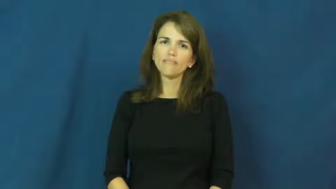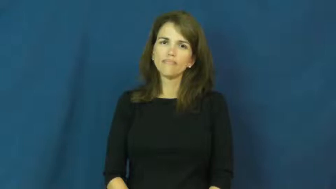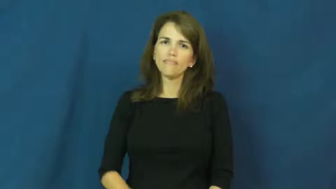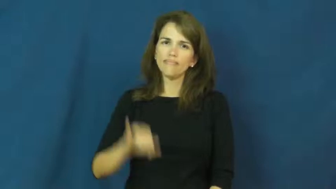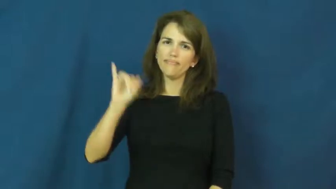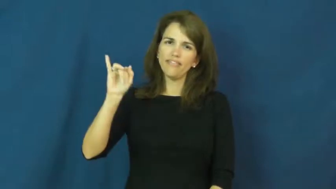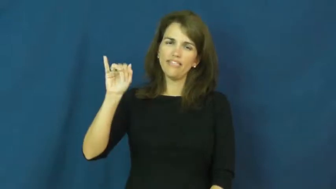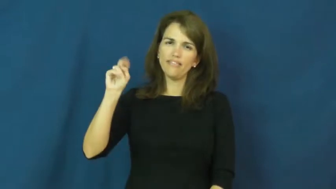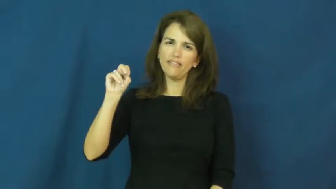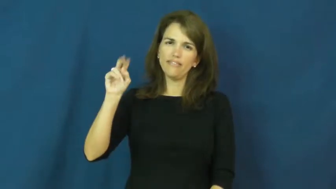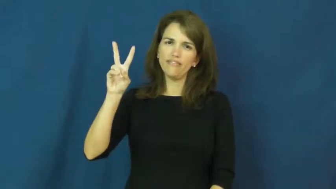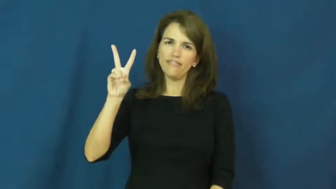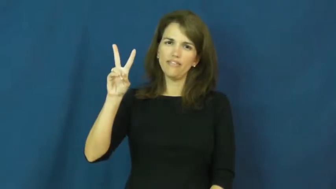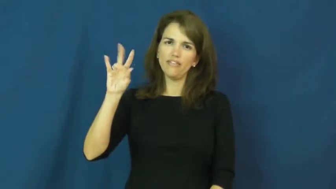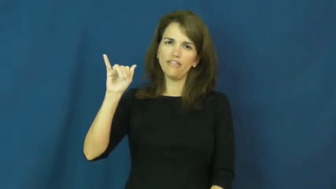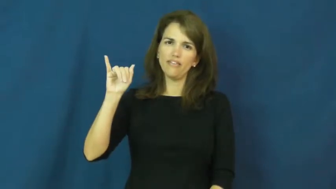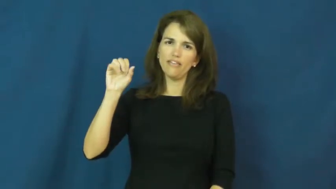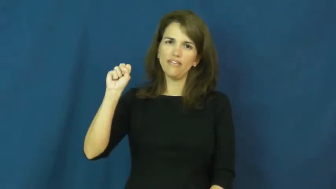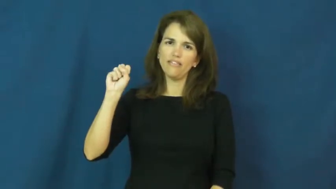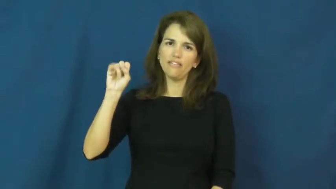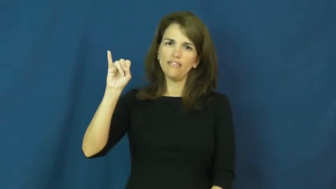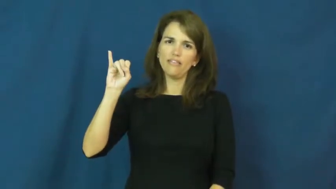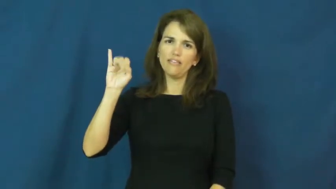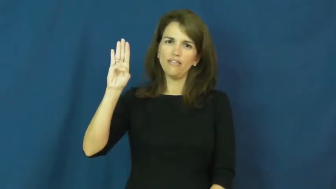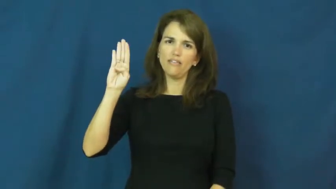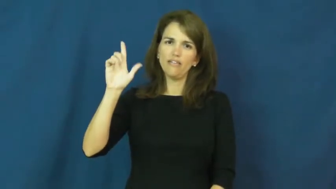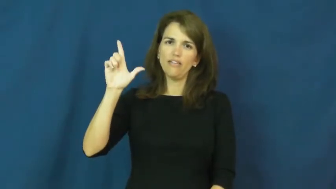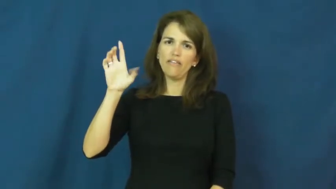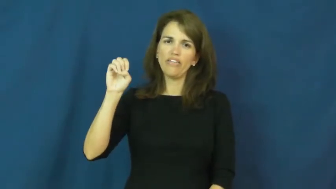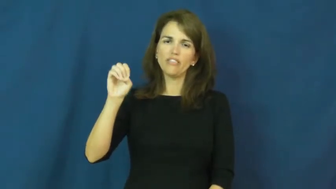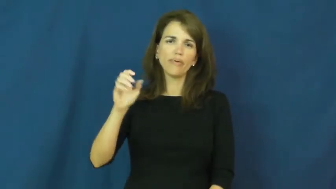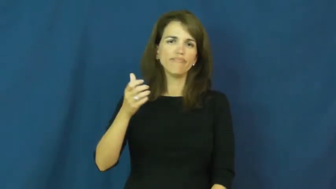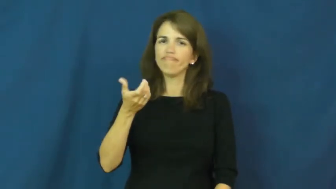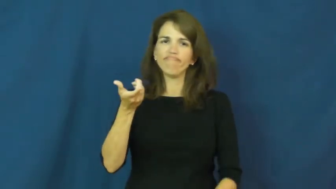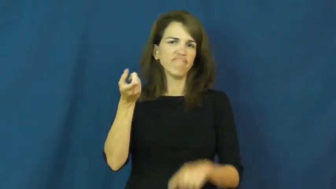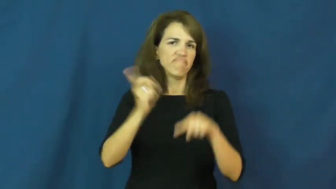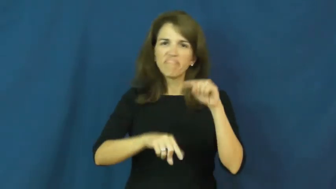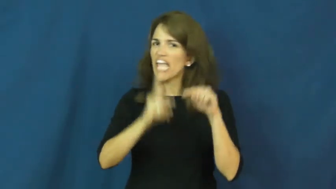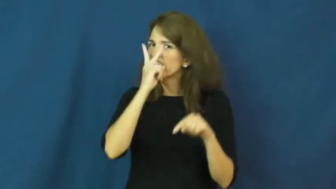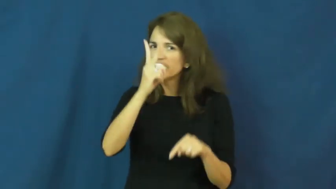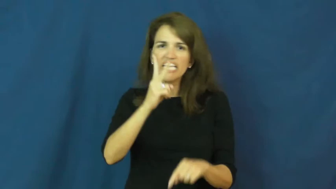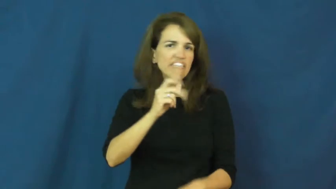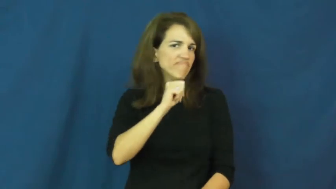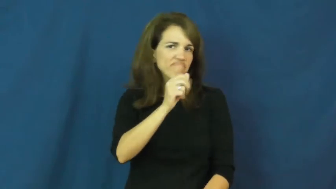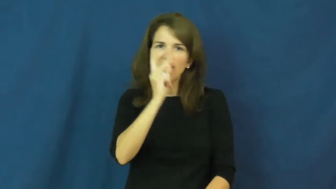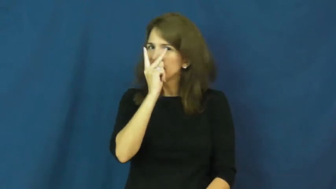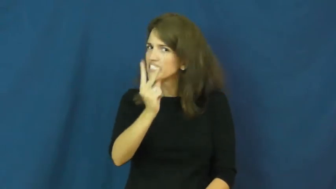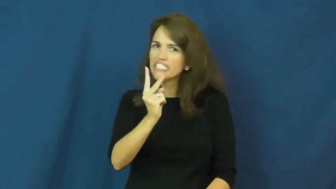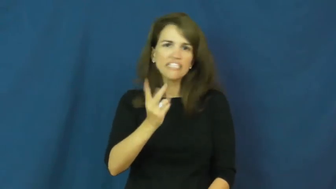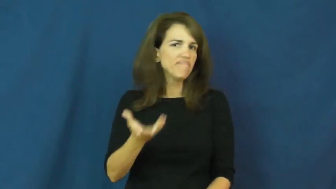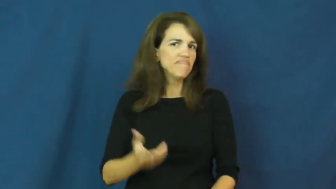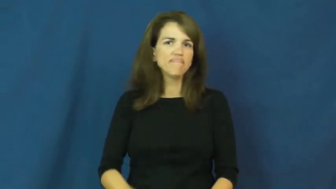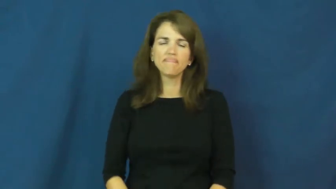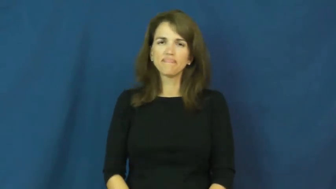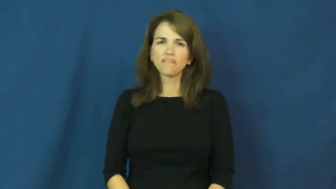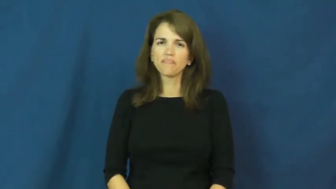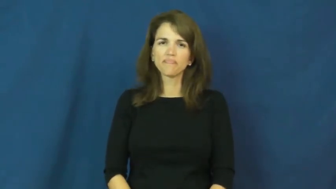invisible